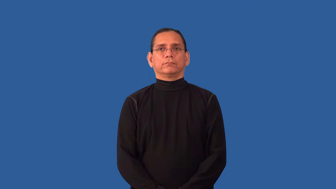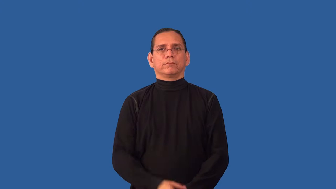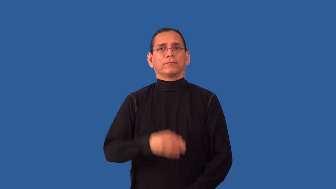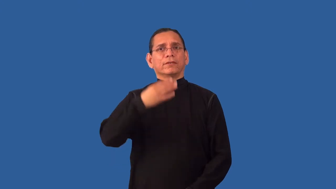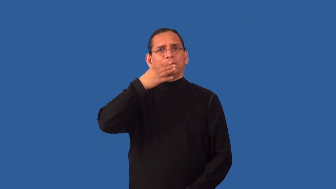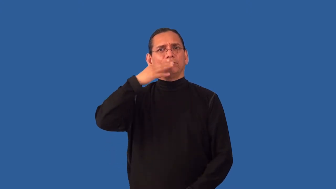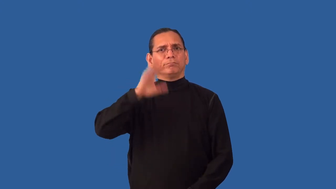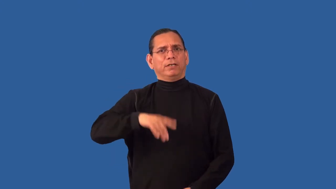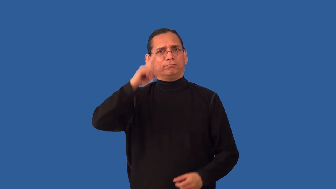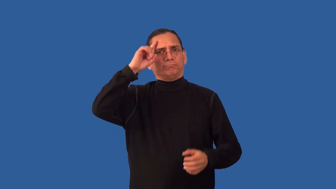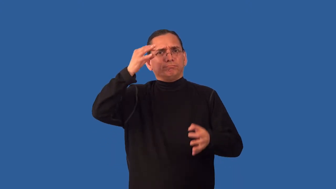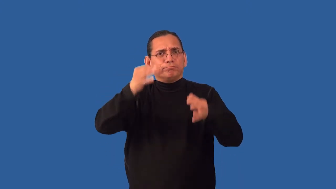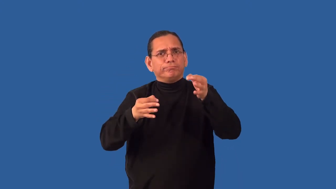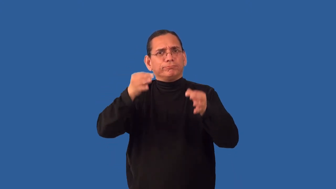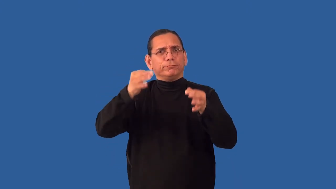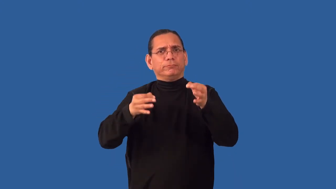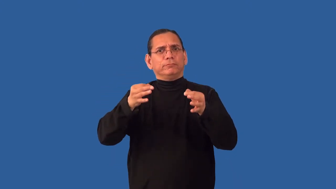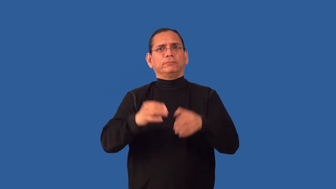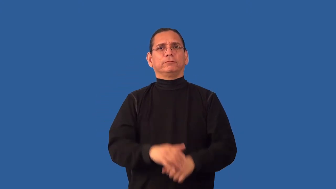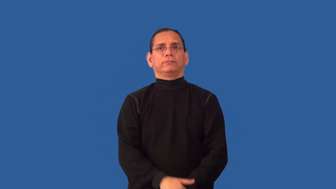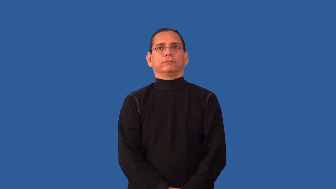indiscreet,unsound-judgement